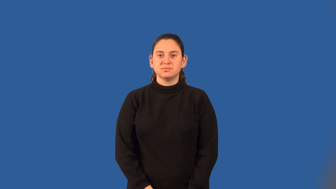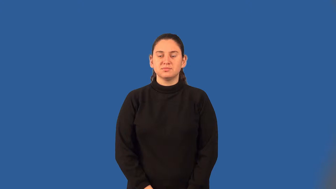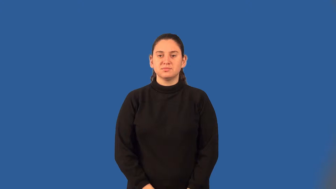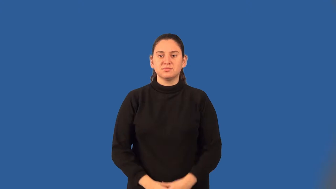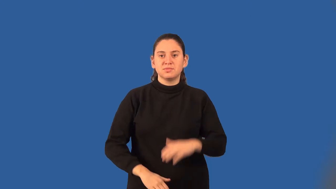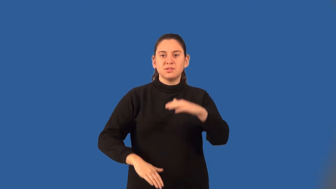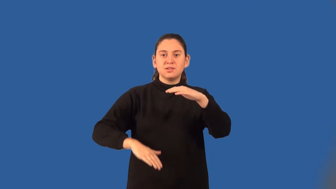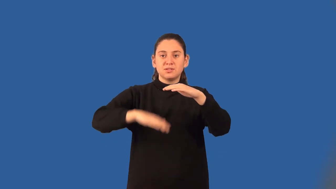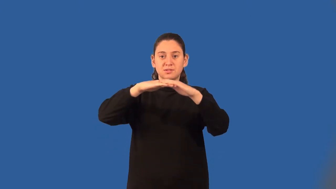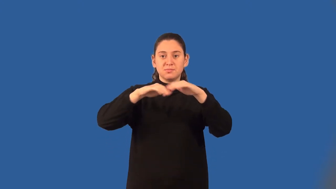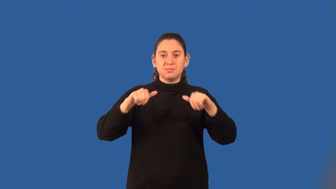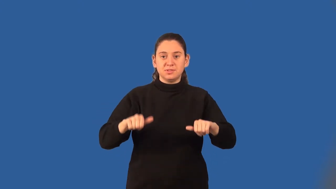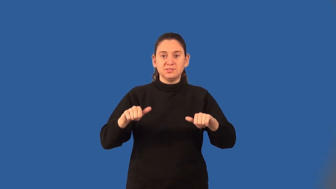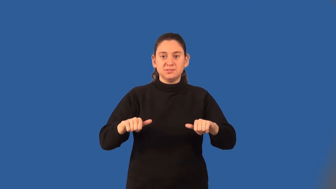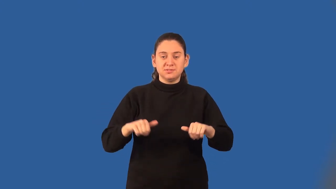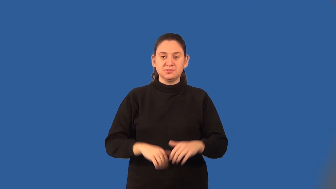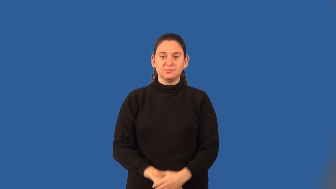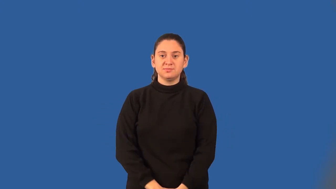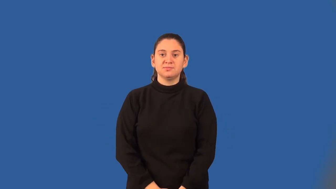capacity